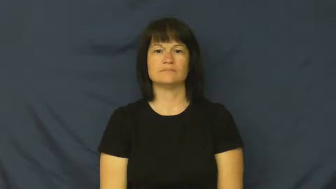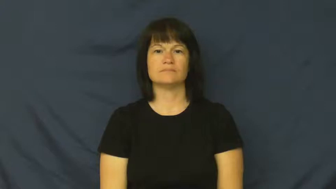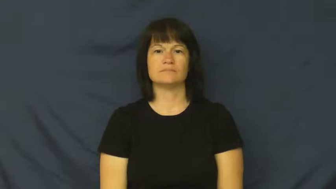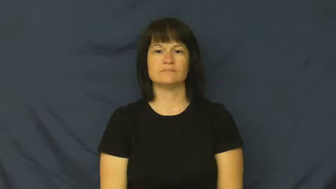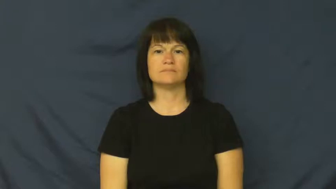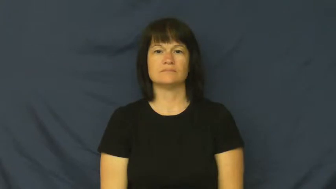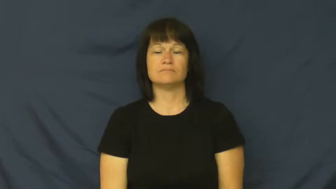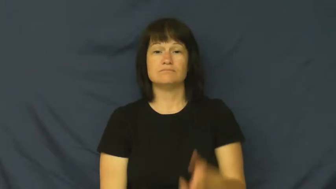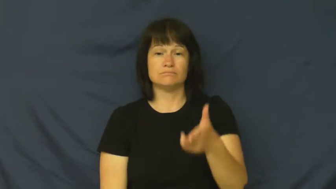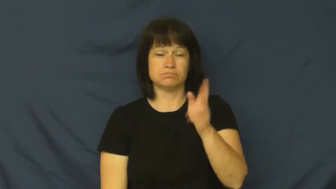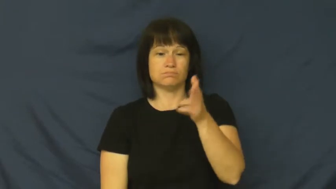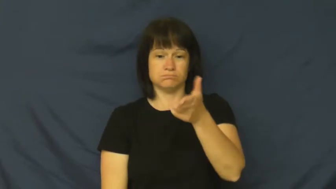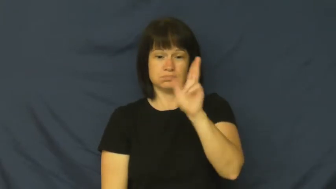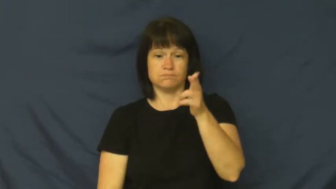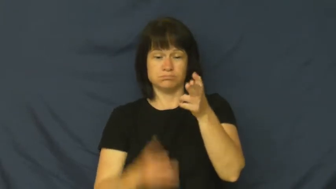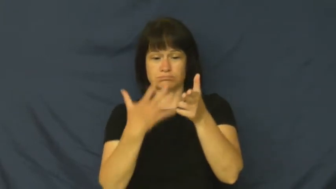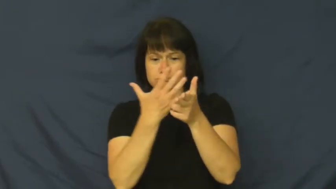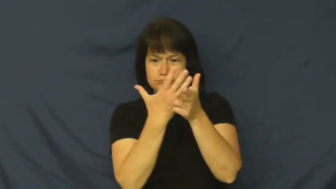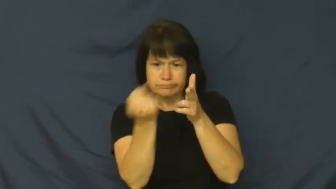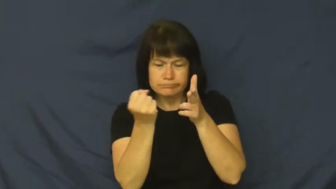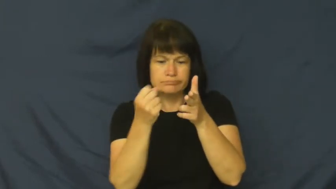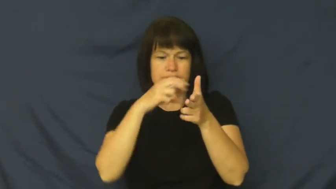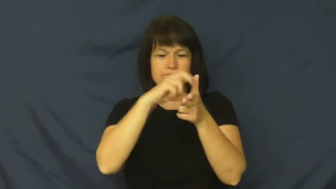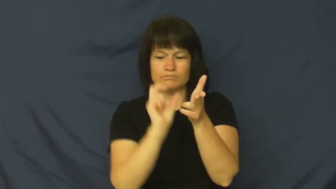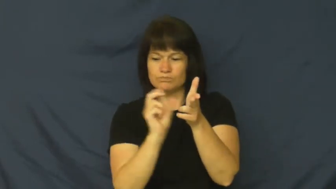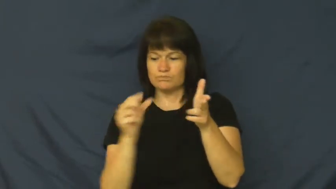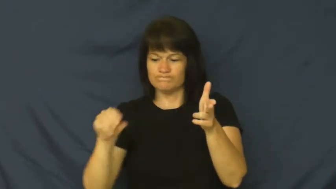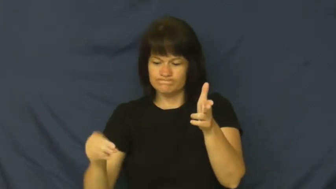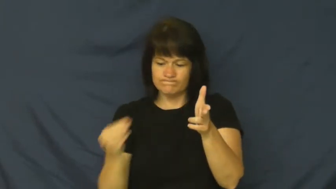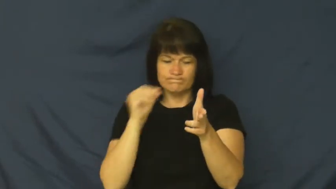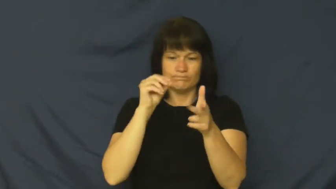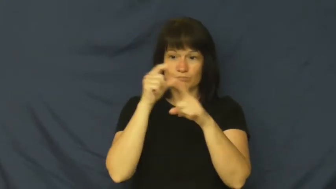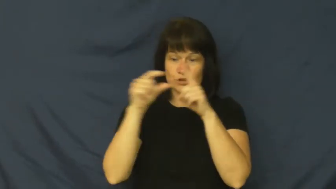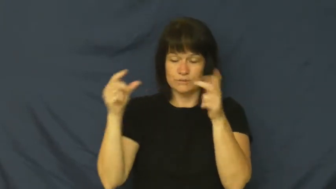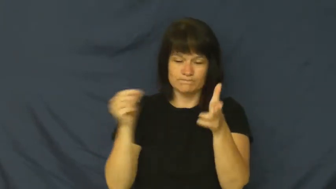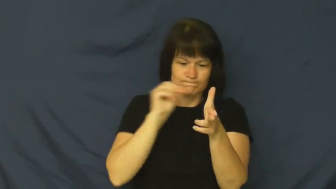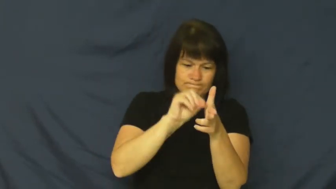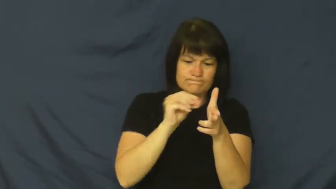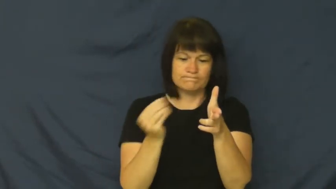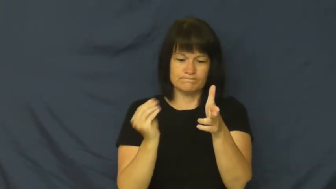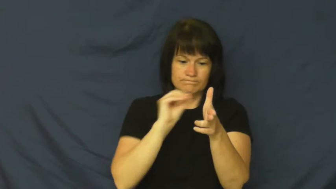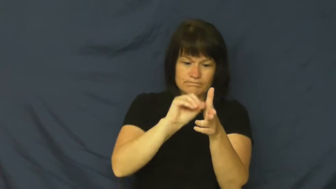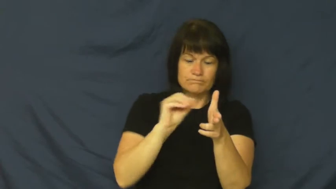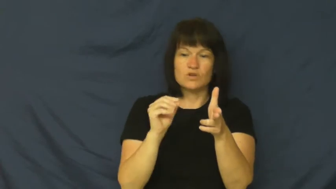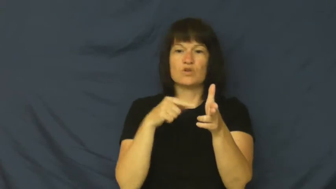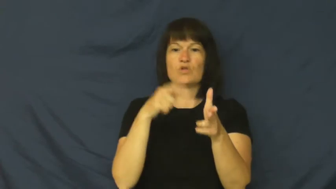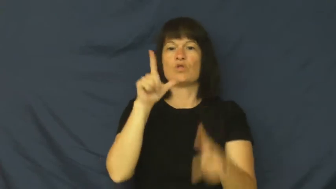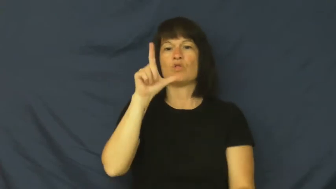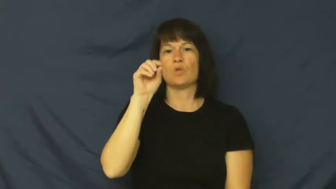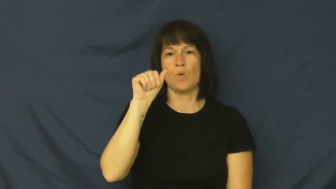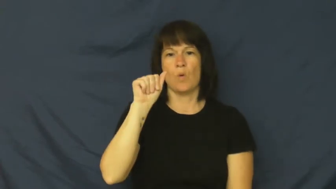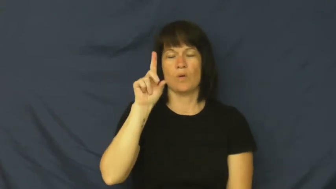load-gun